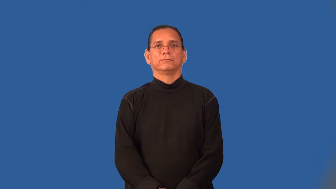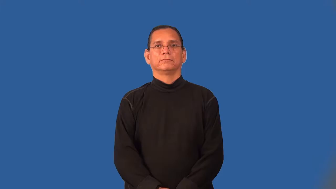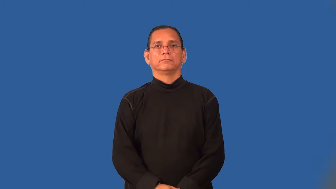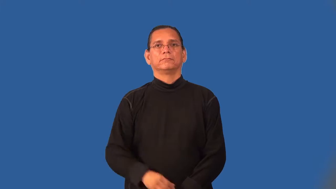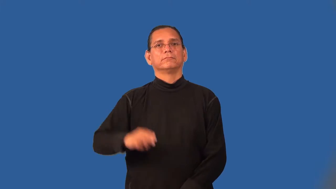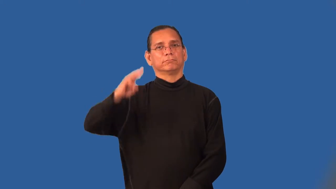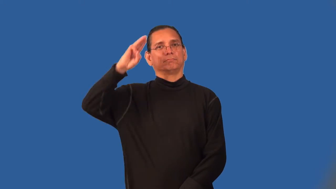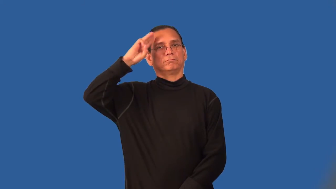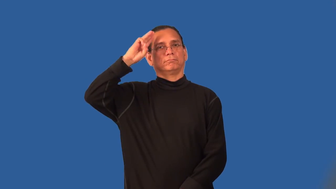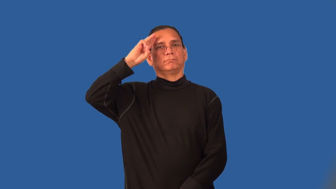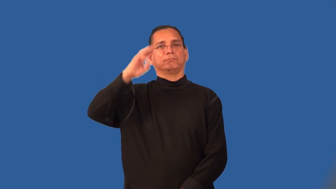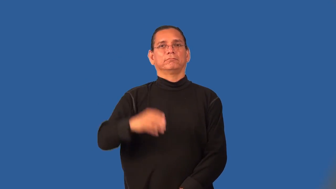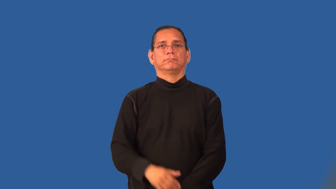scout-boy or girl